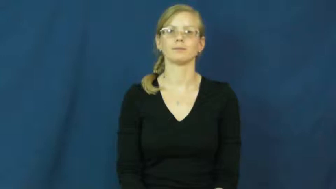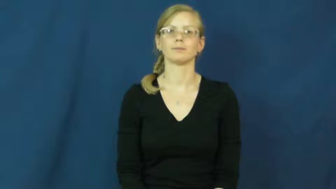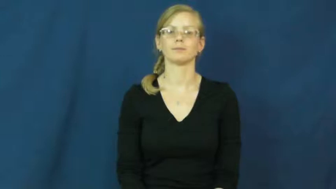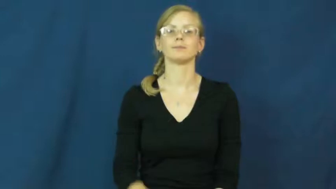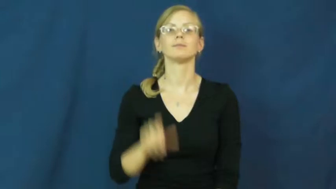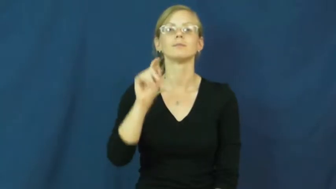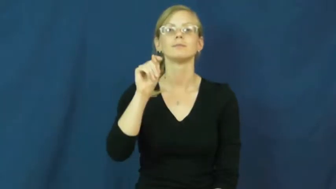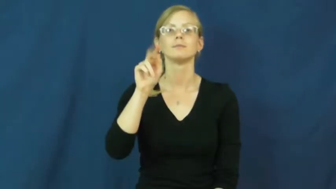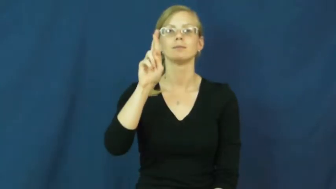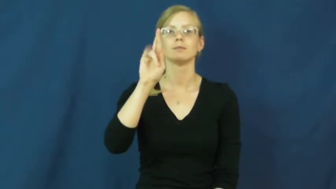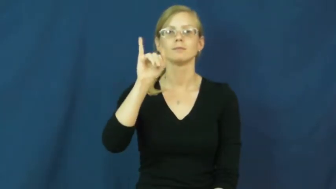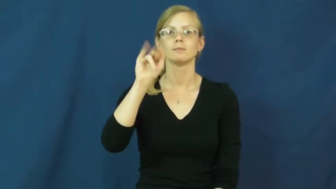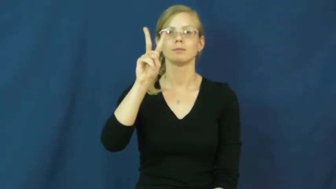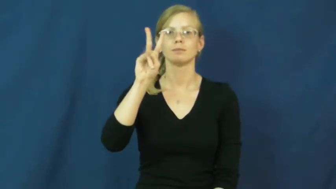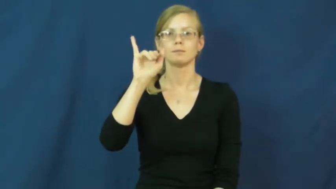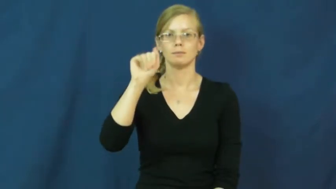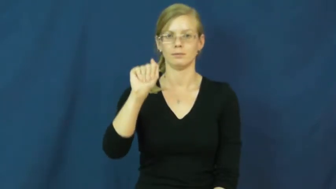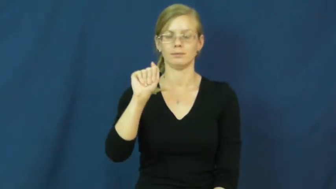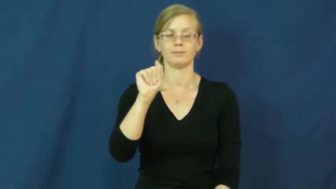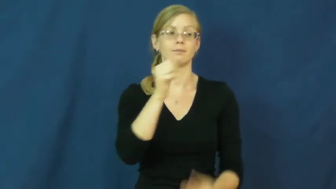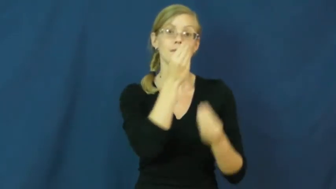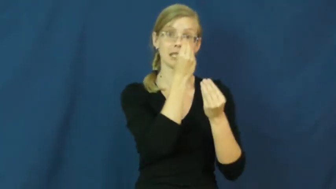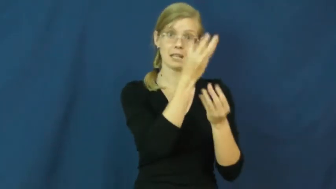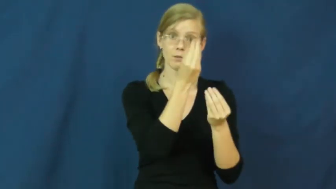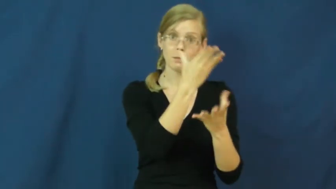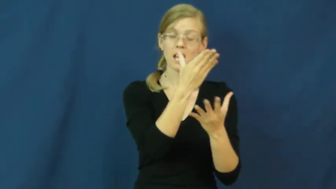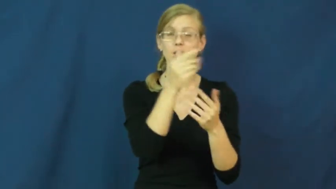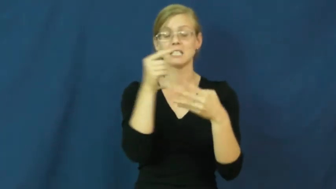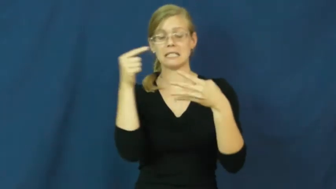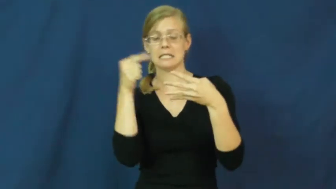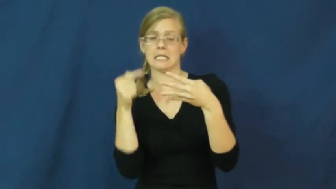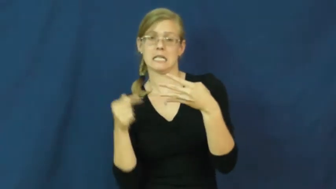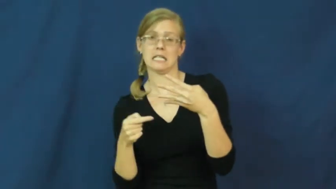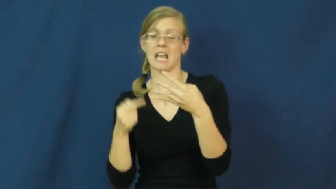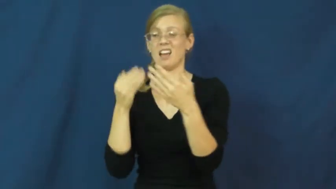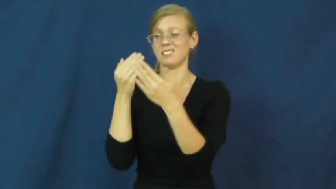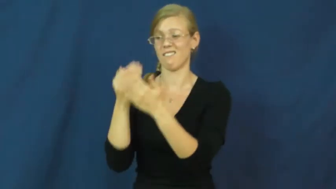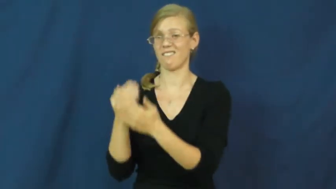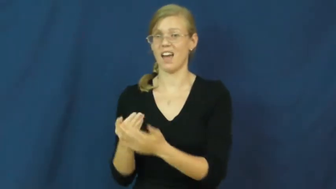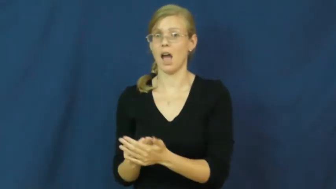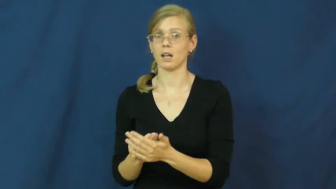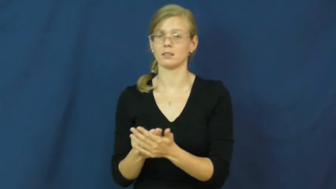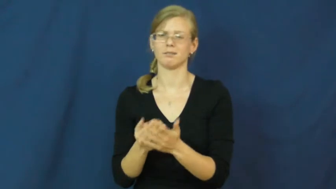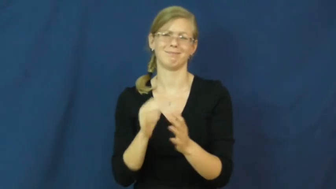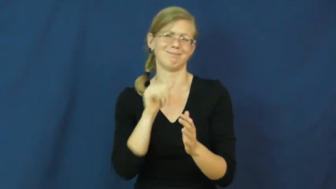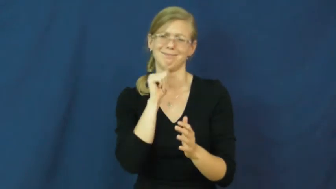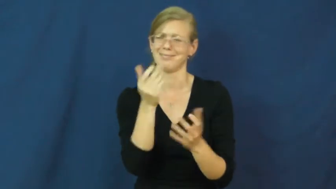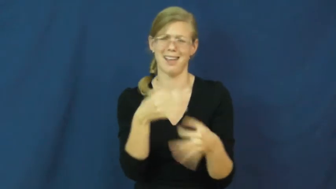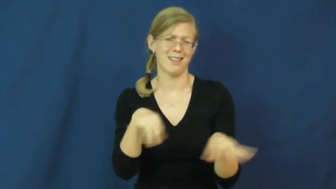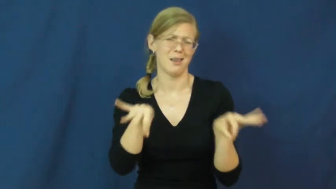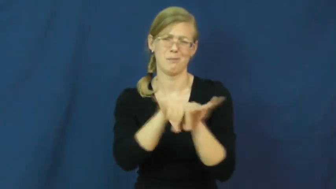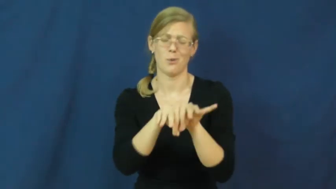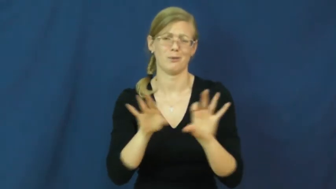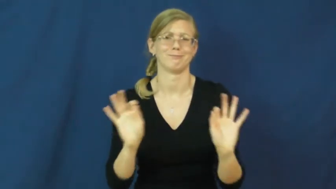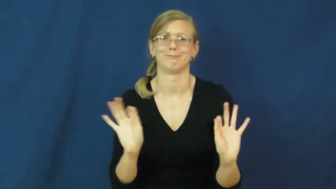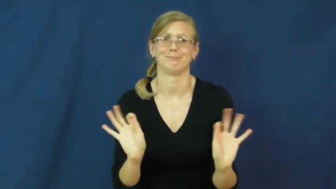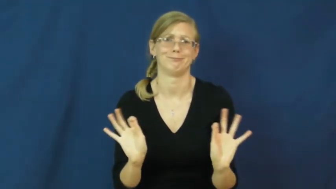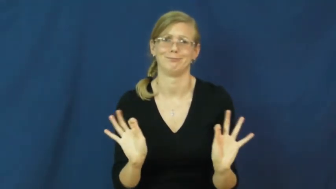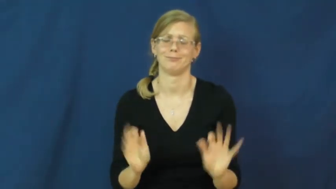trivia